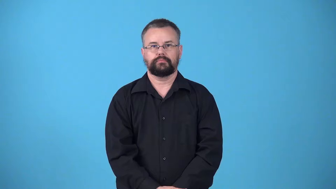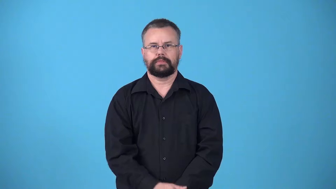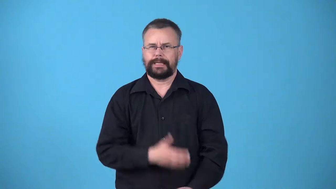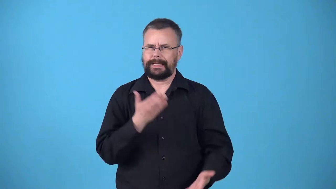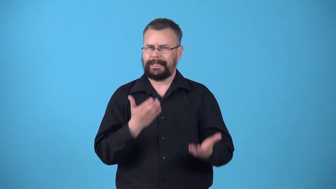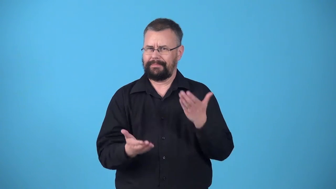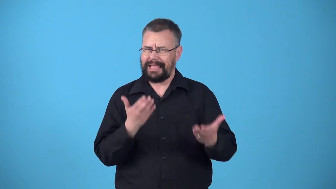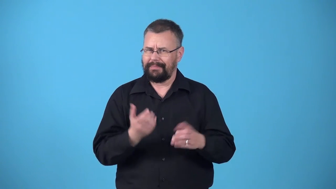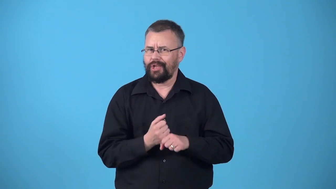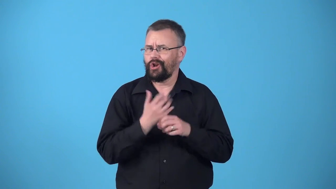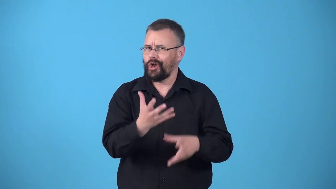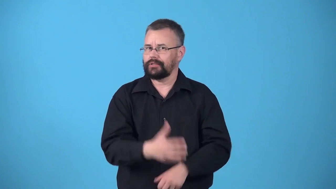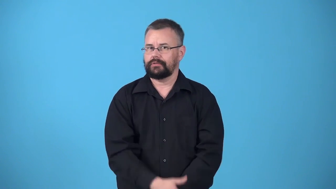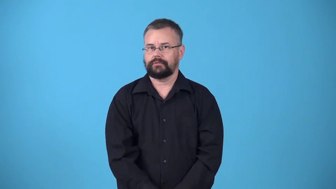whereat-maybe cause